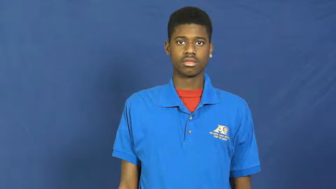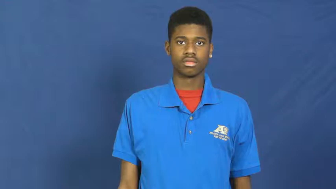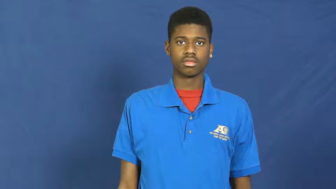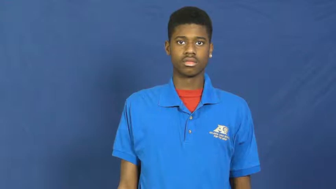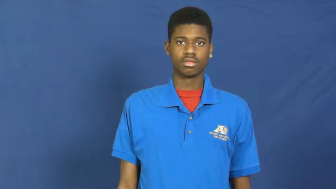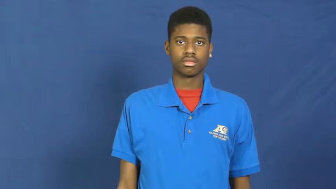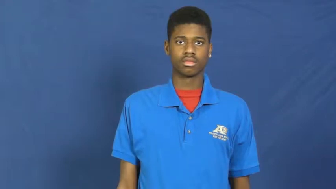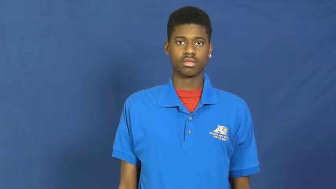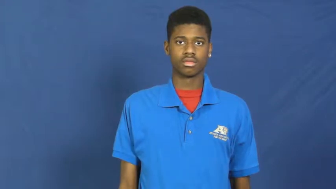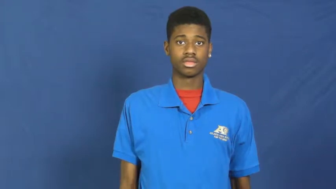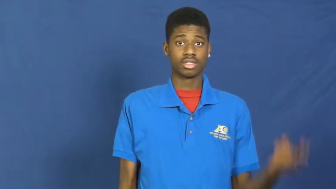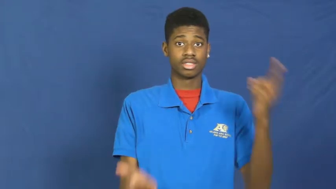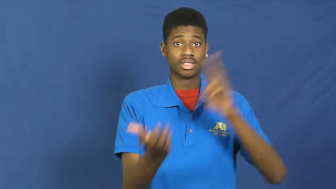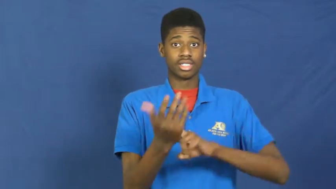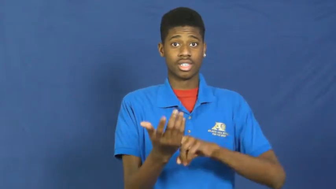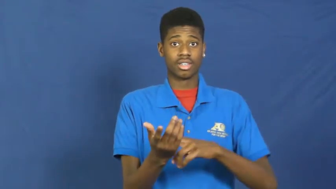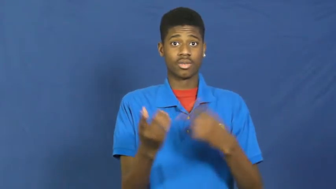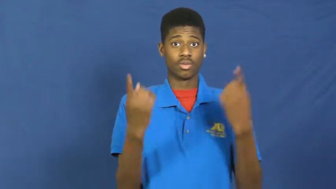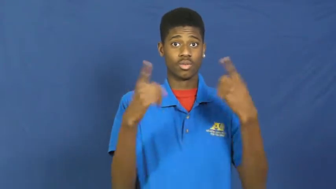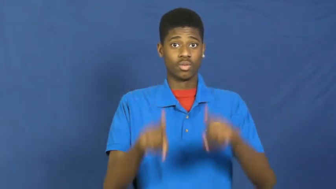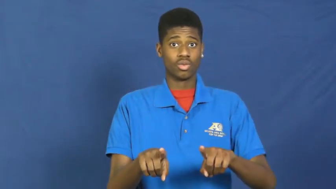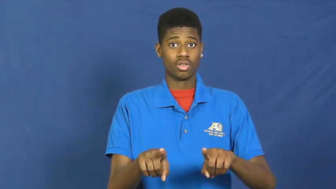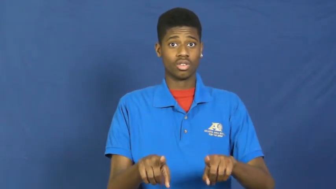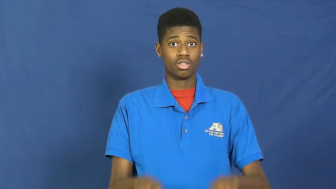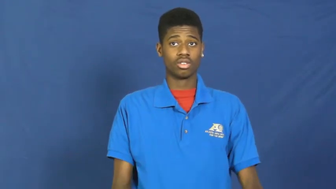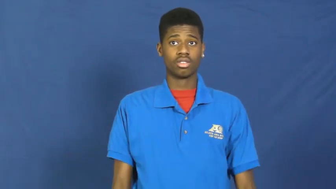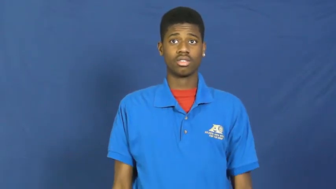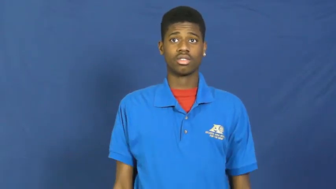pact